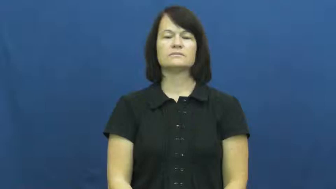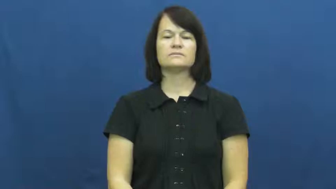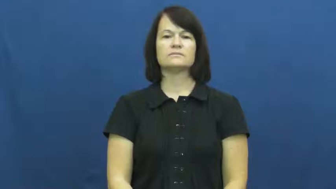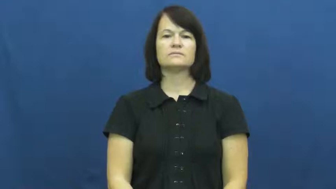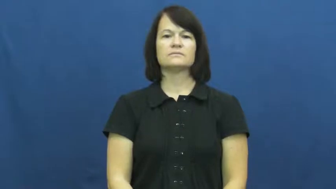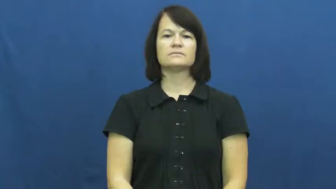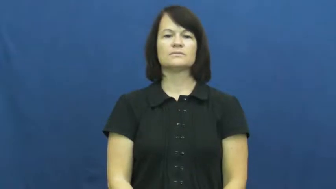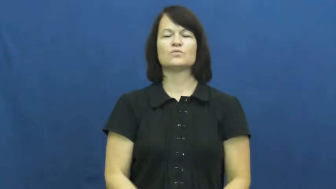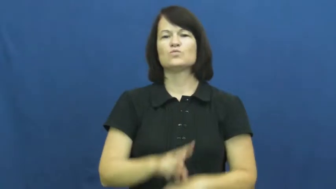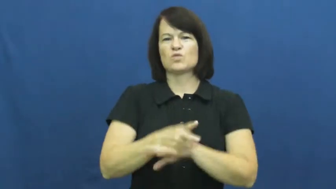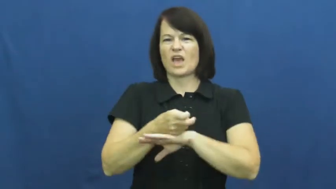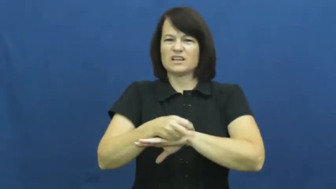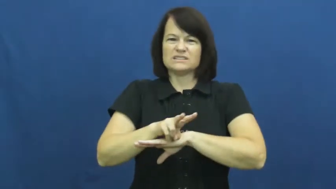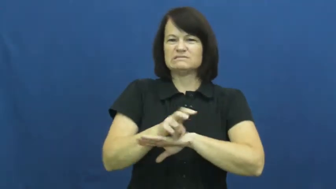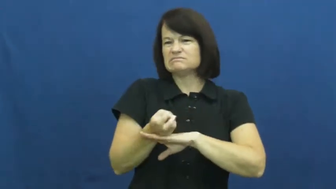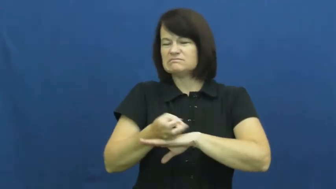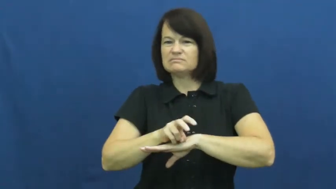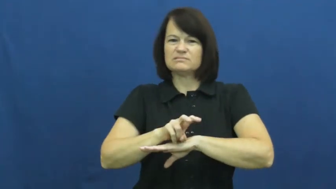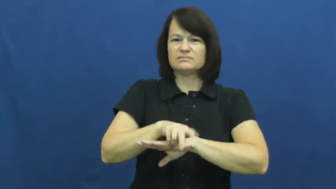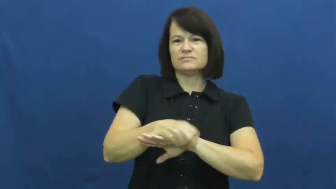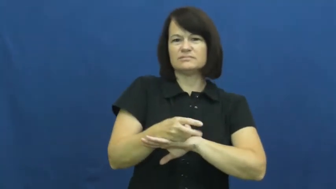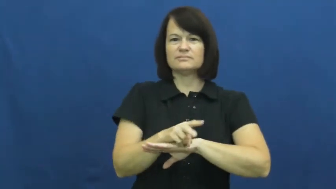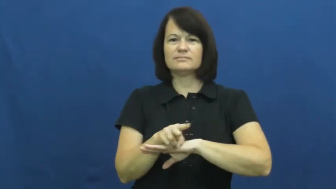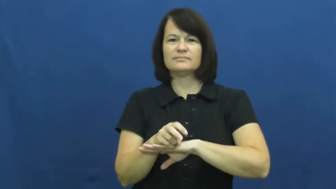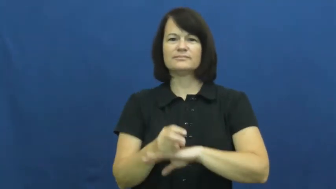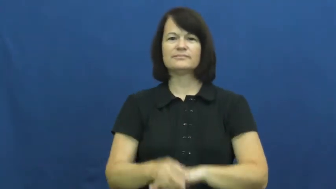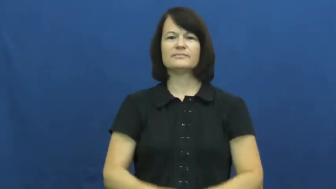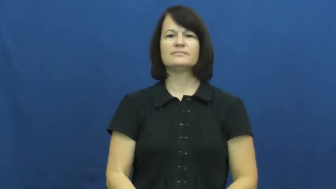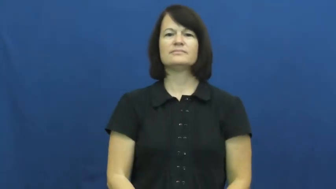restless,wriggle